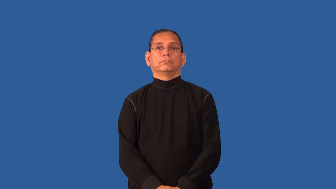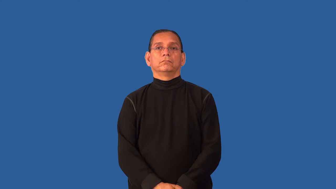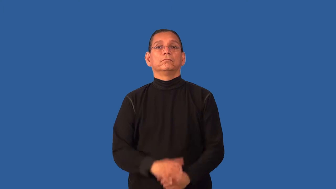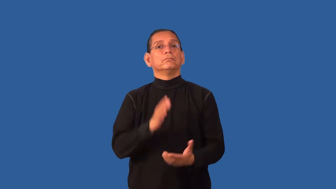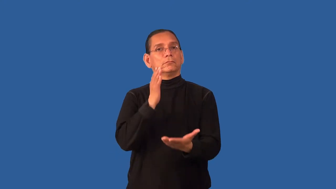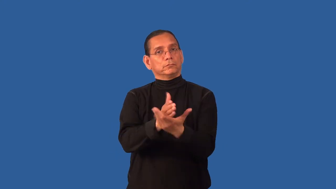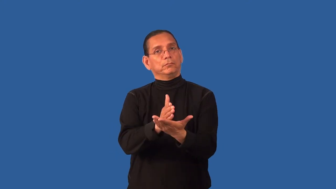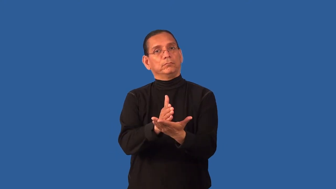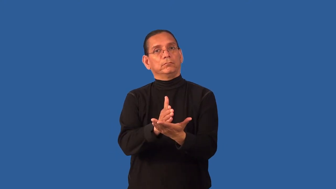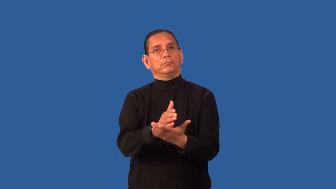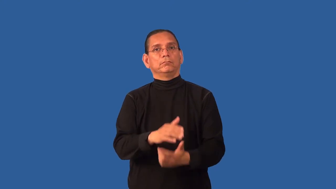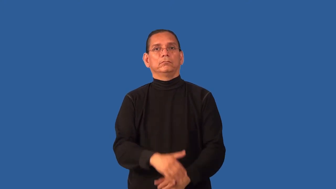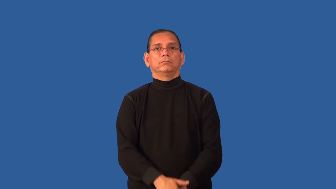discontinue